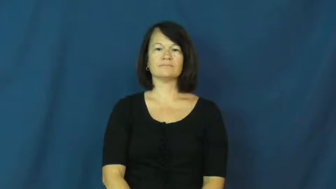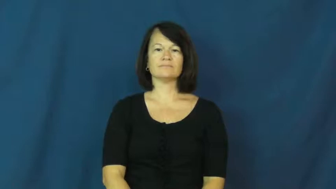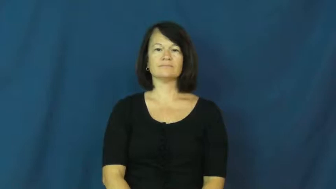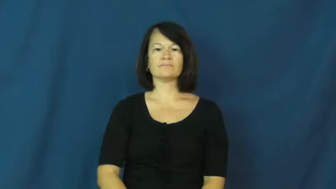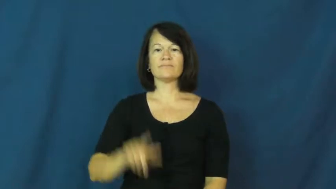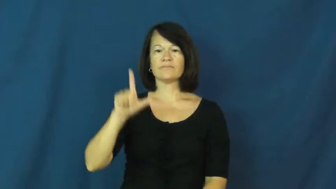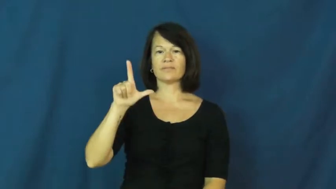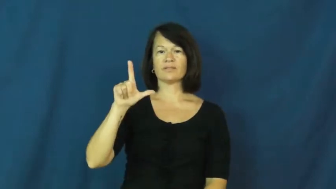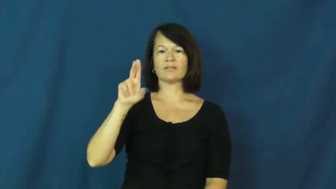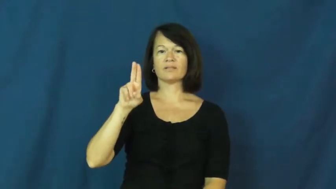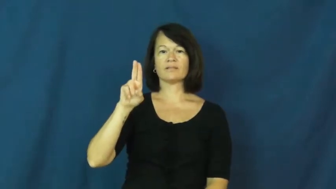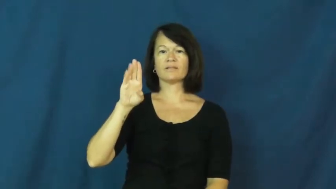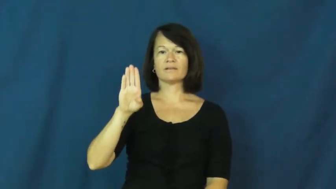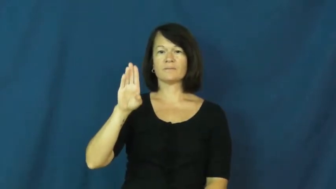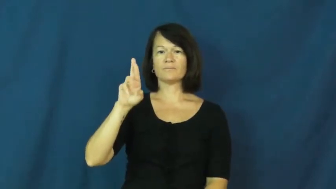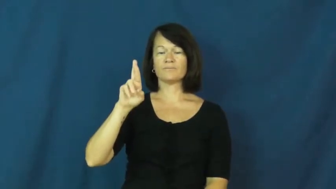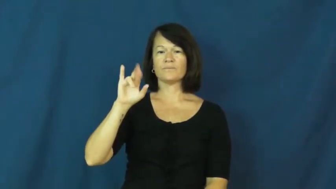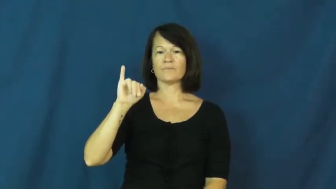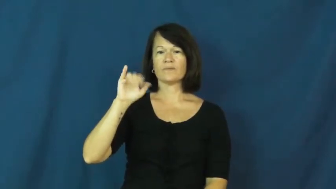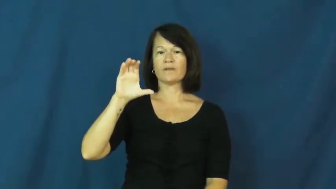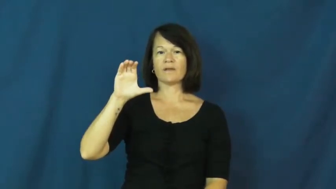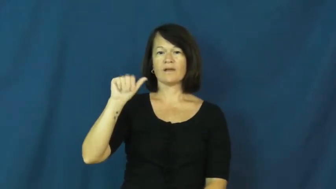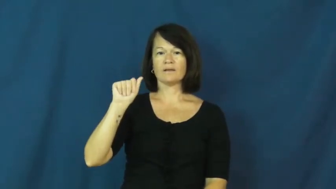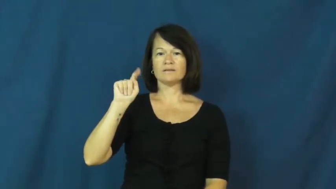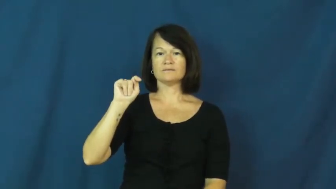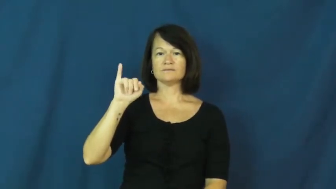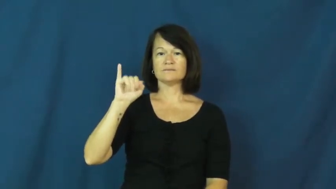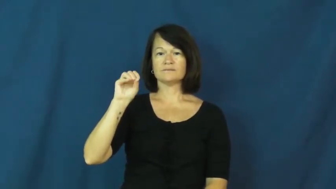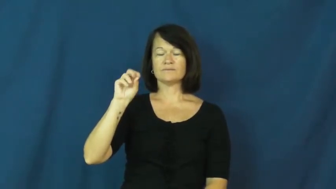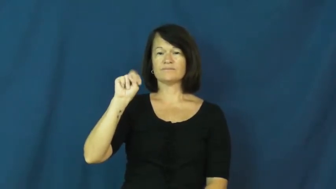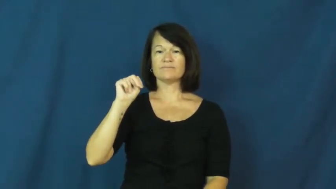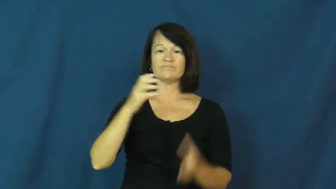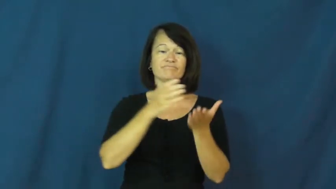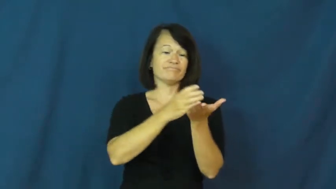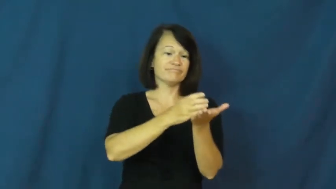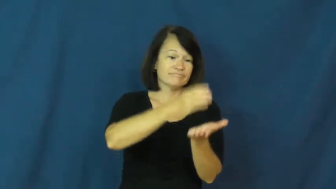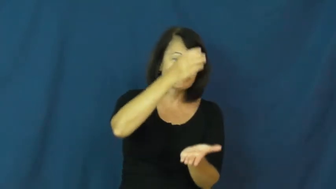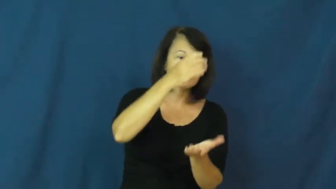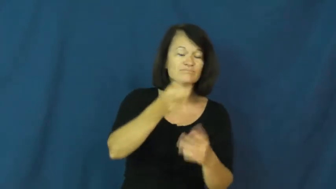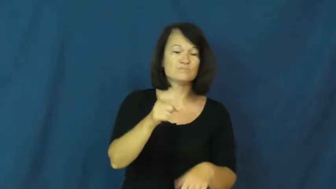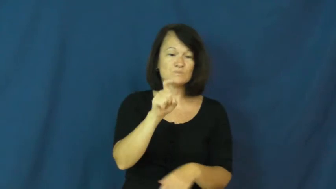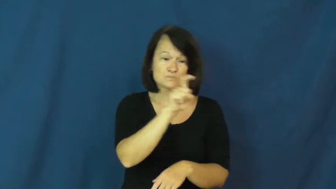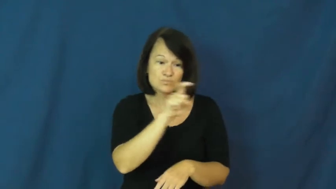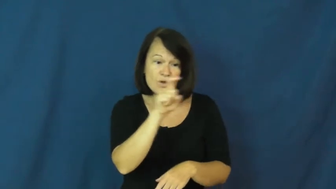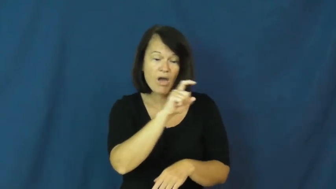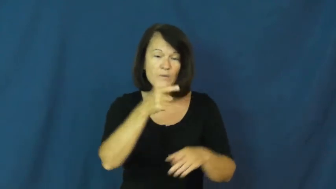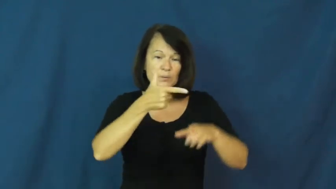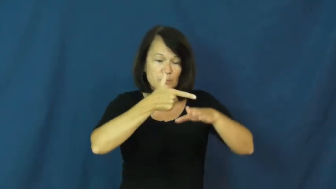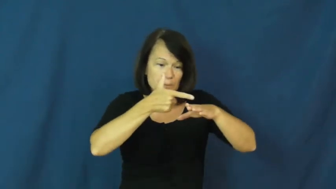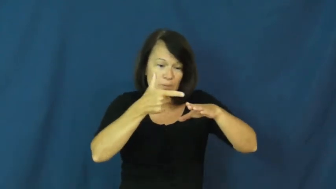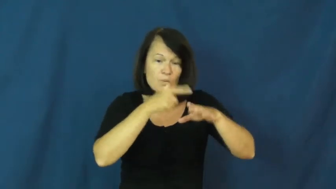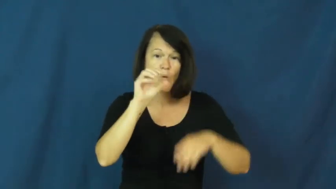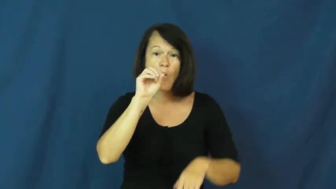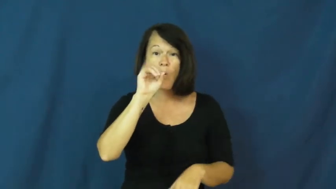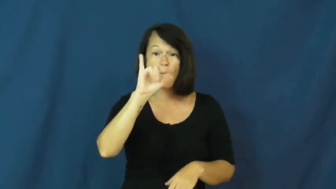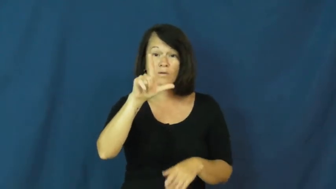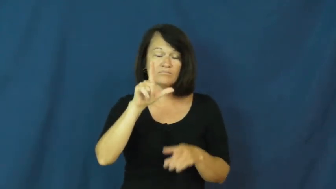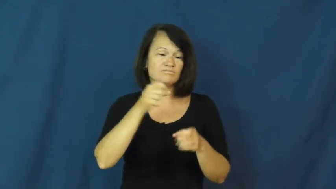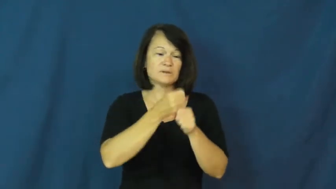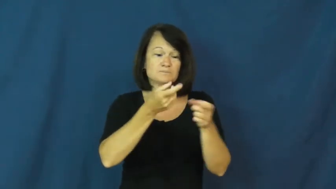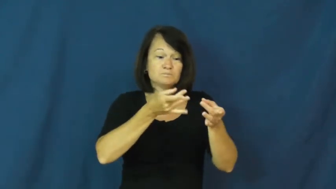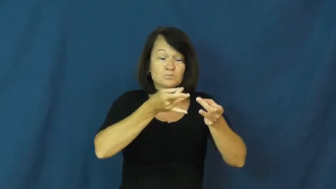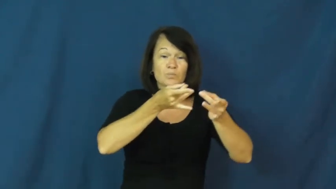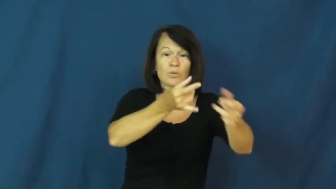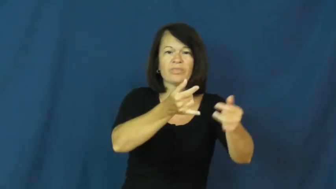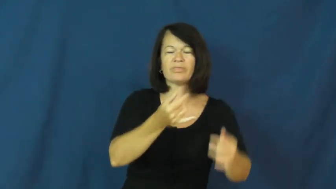lubrication